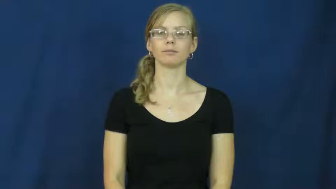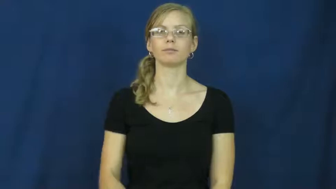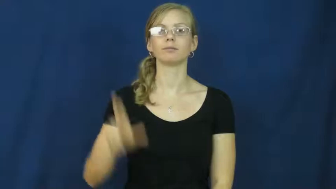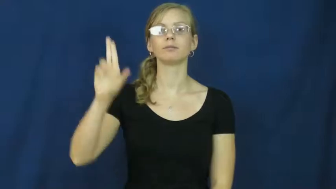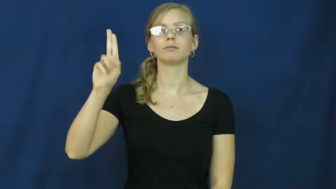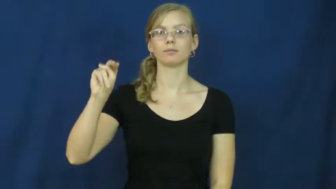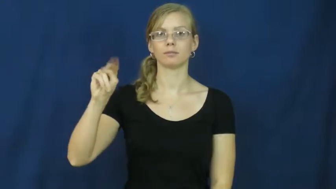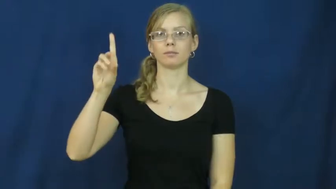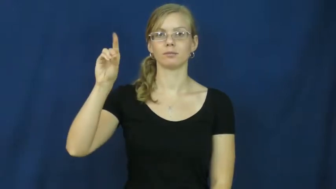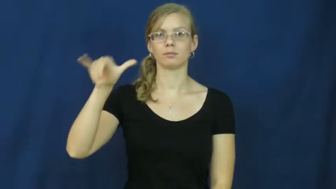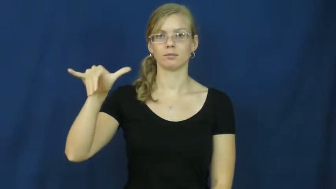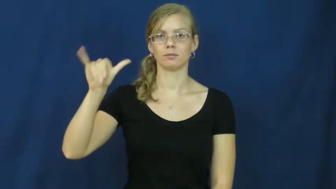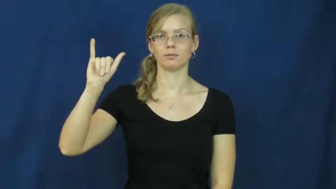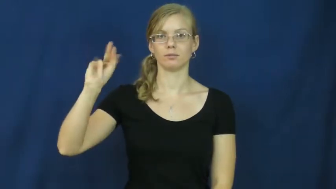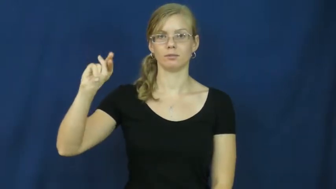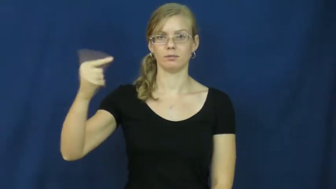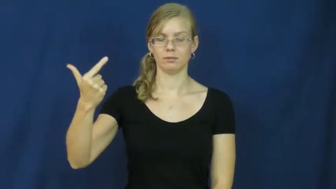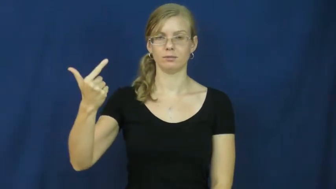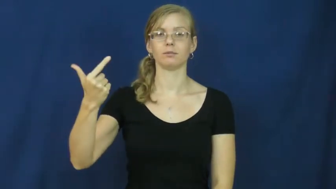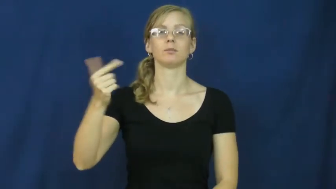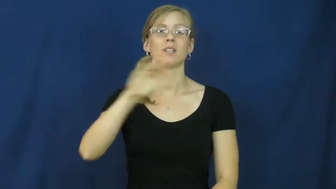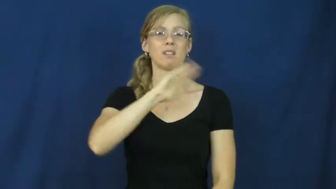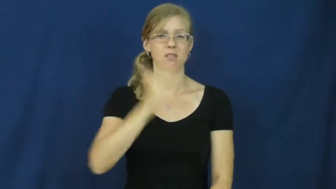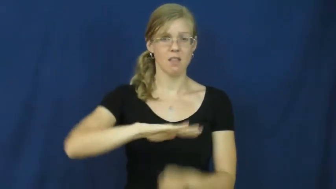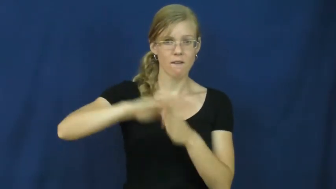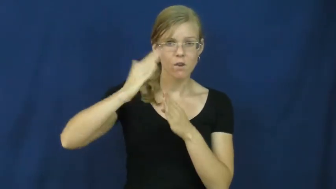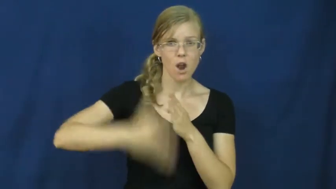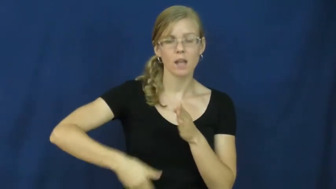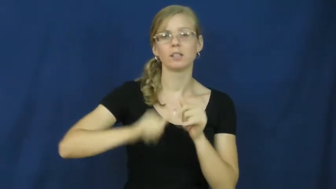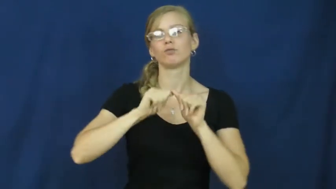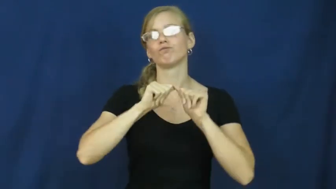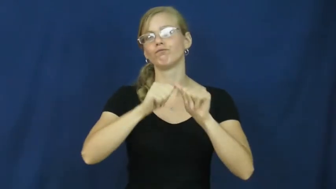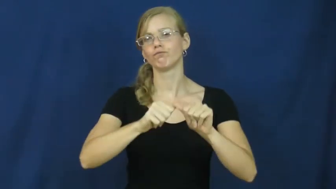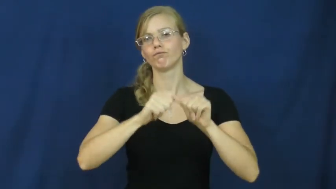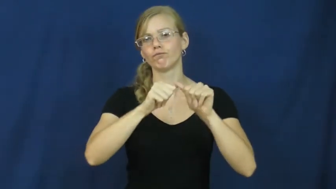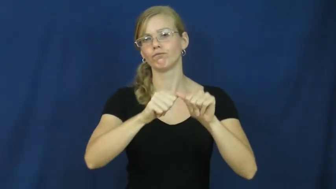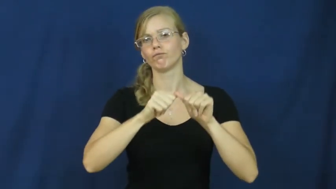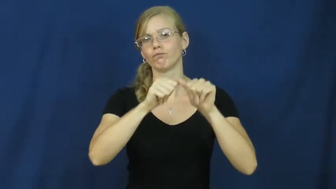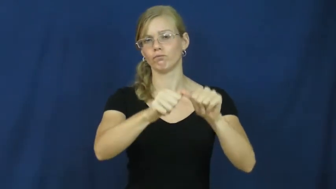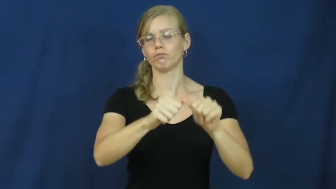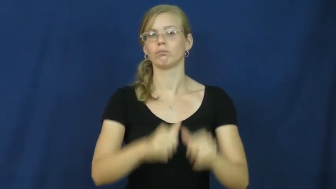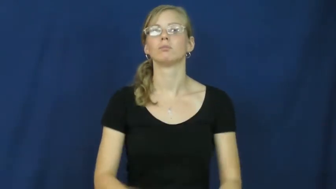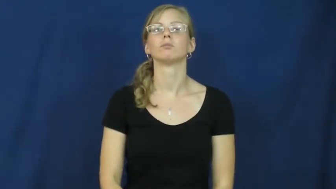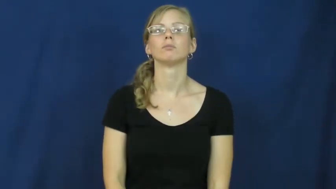undying